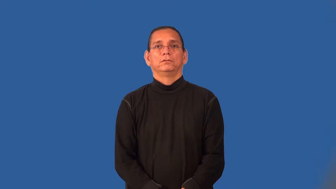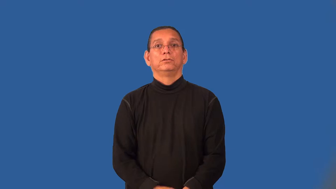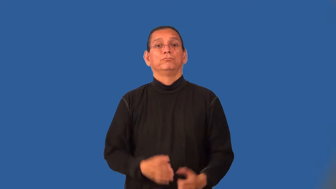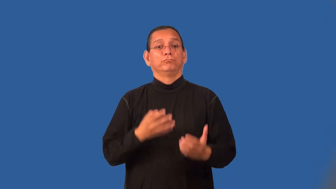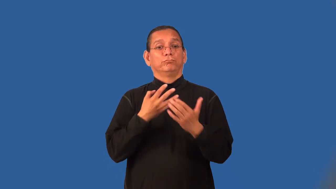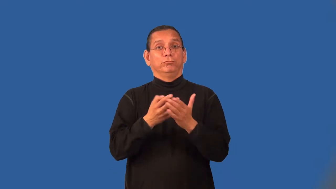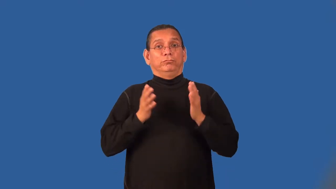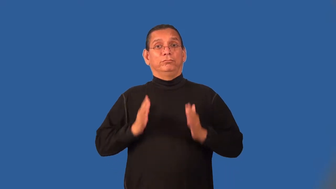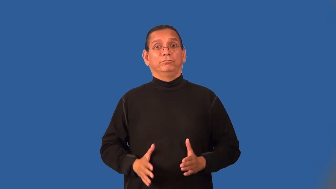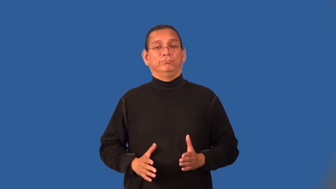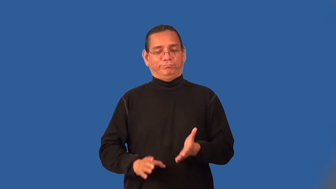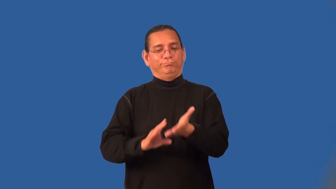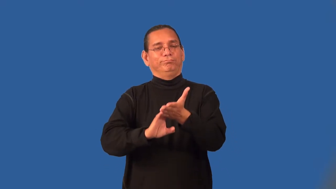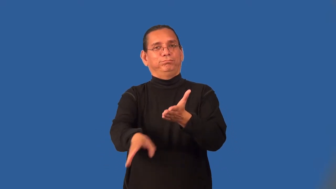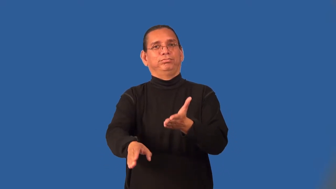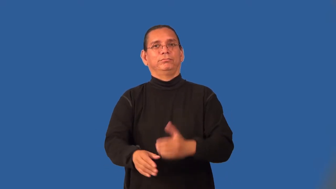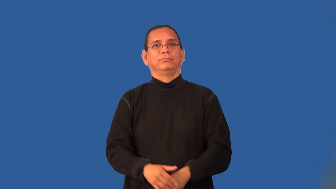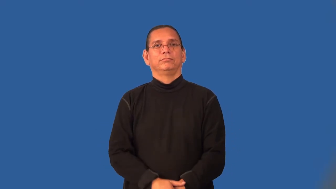parolee